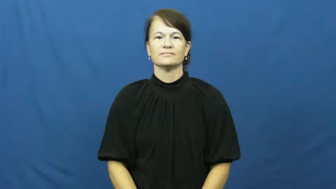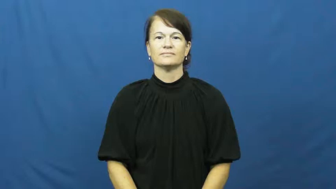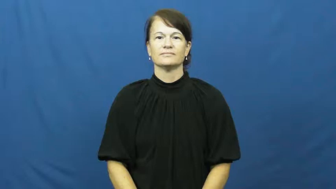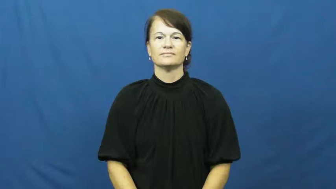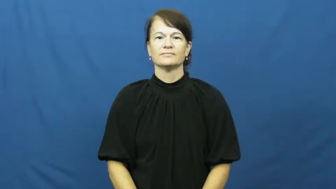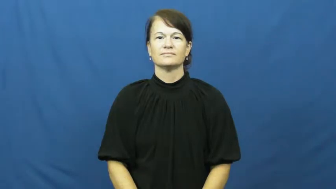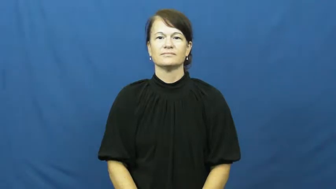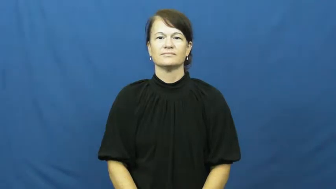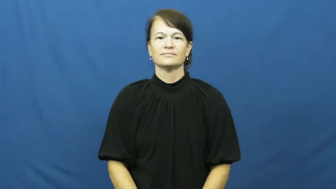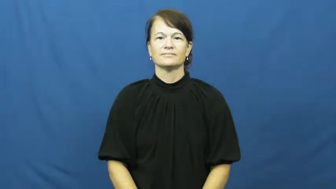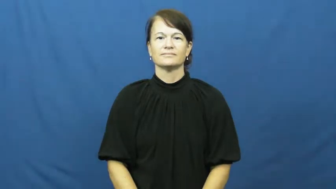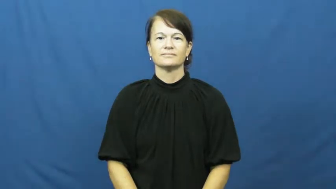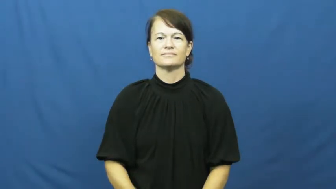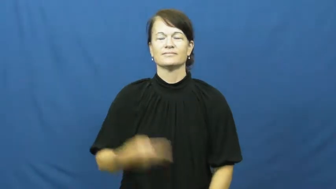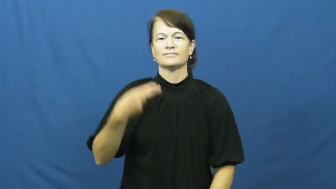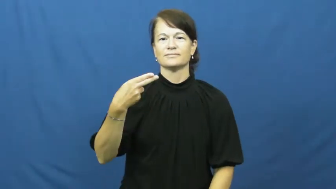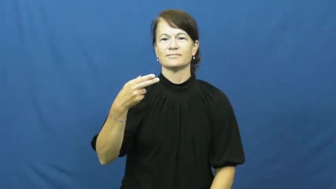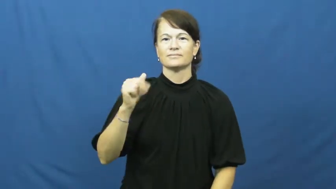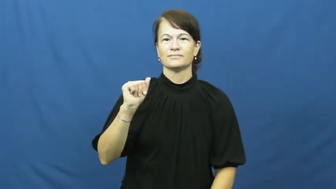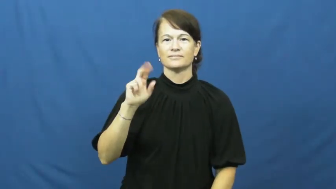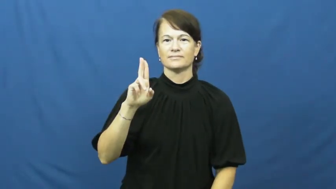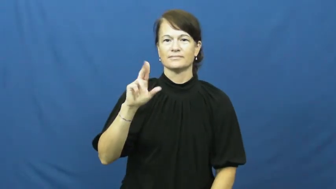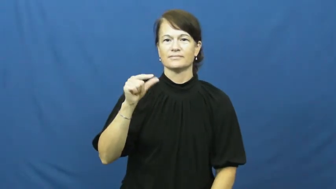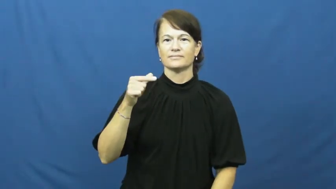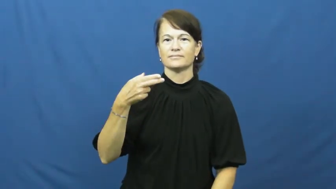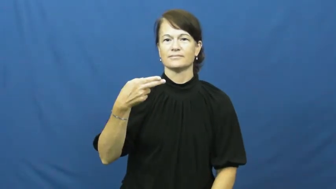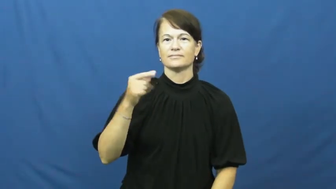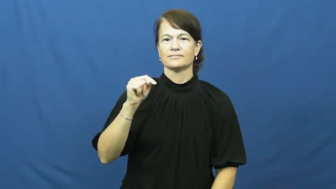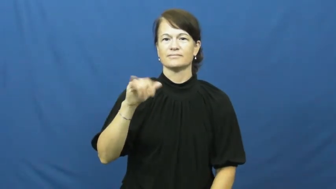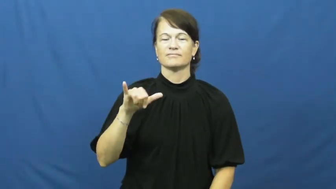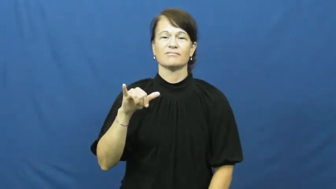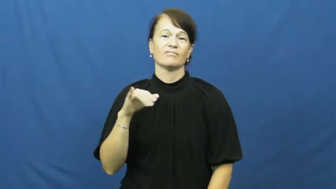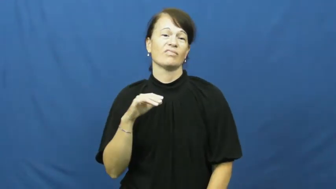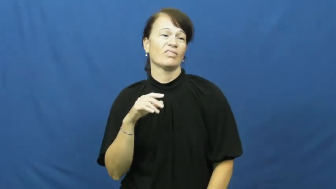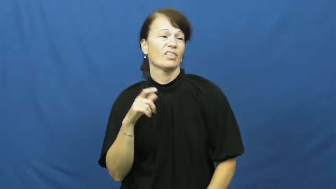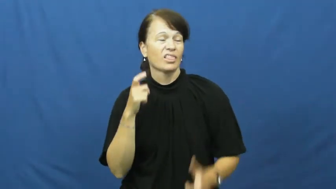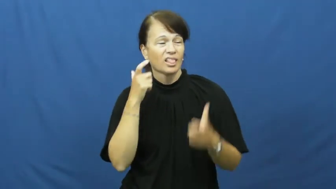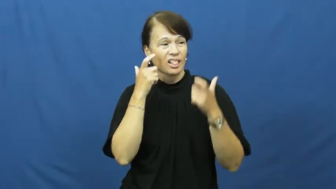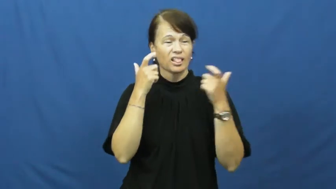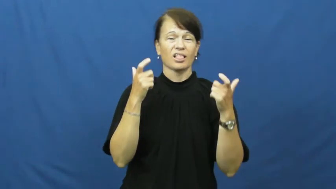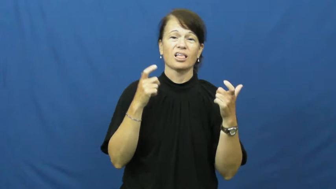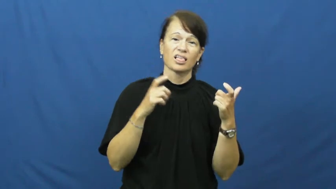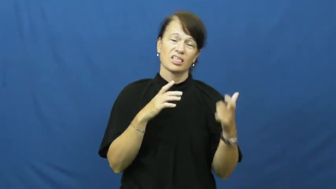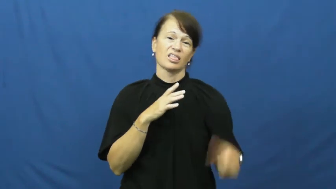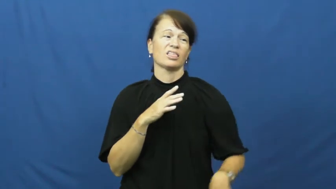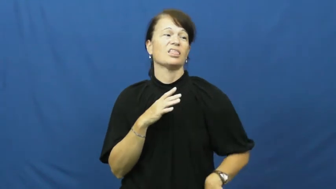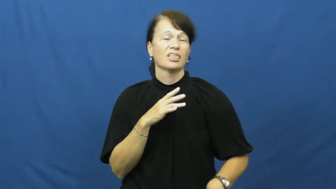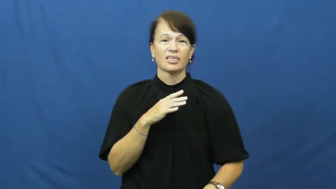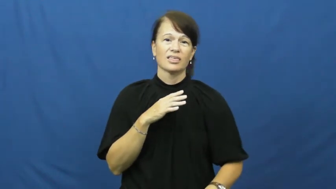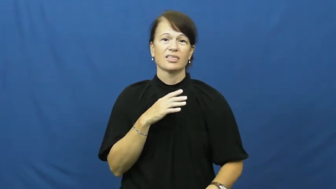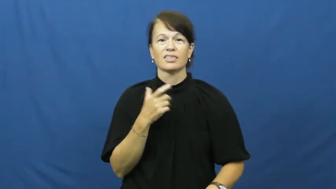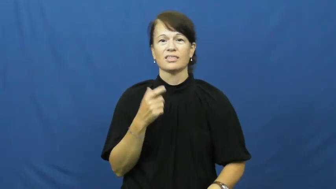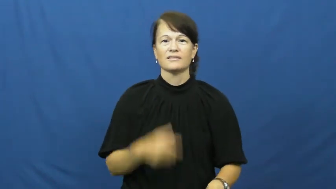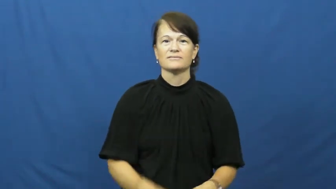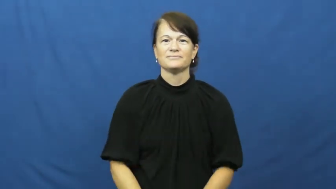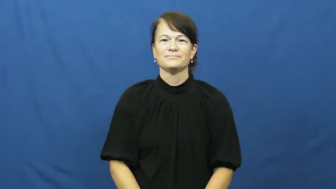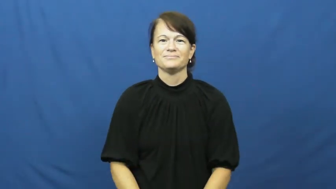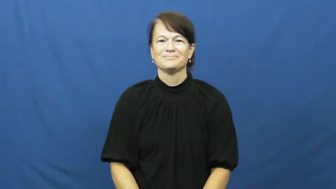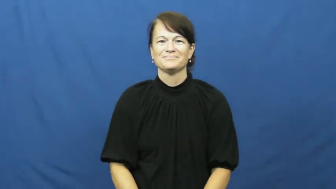haughty